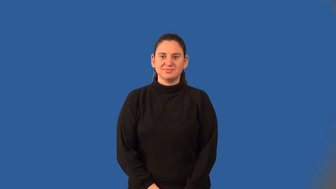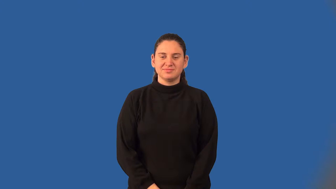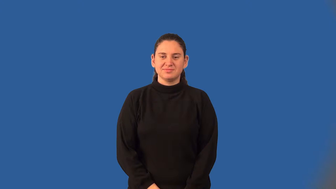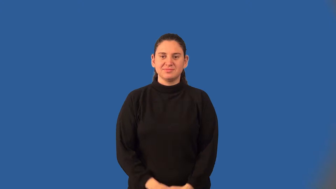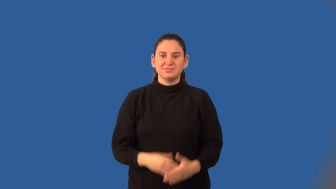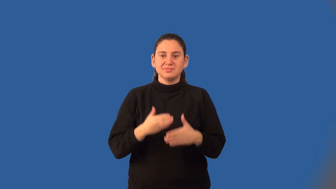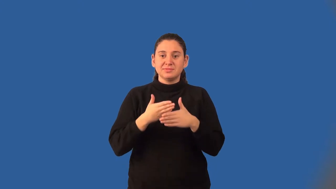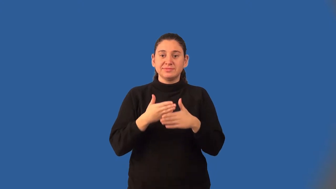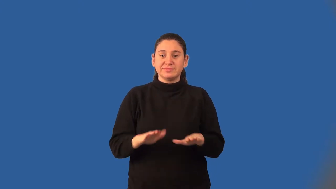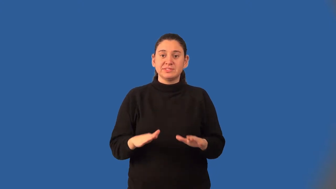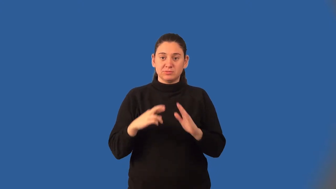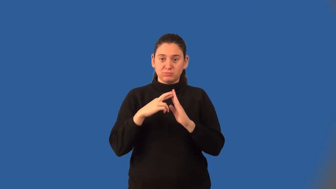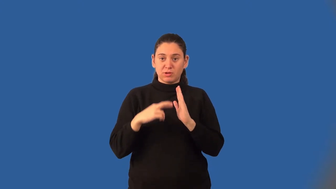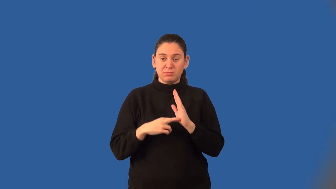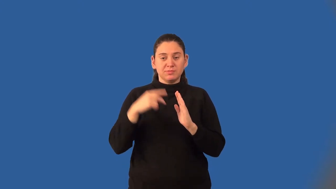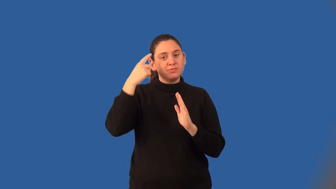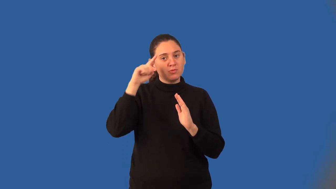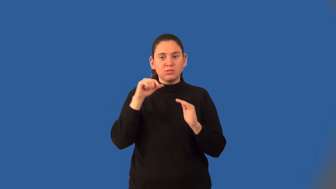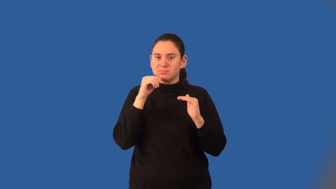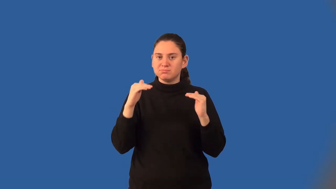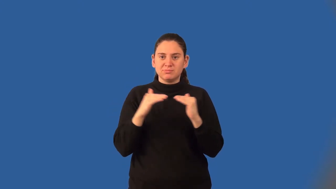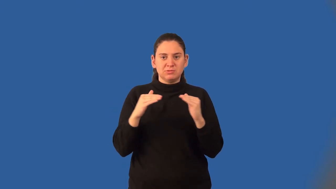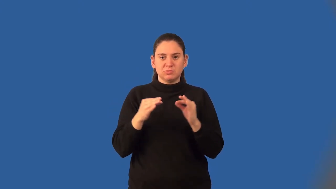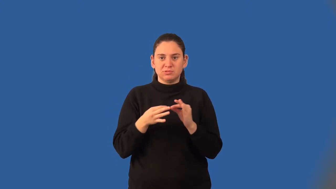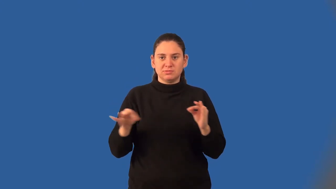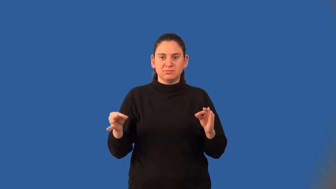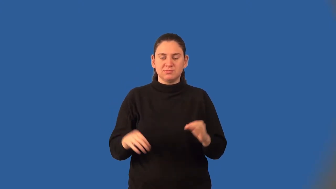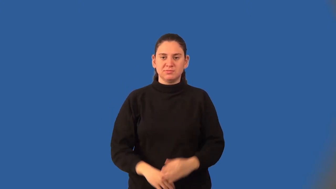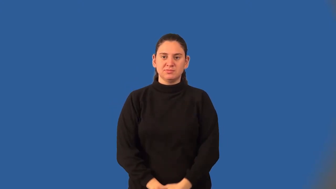division property for inequalities